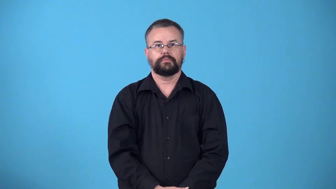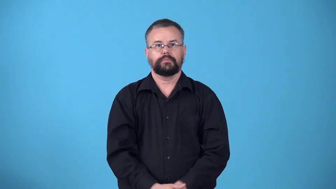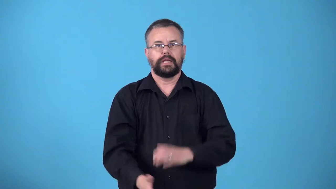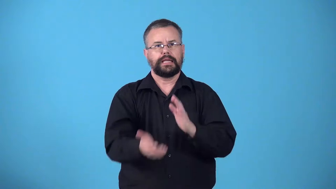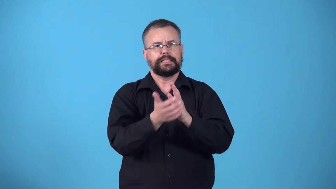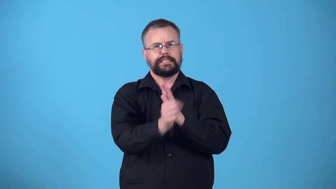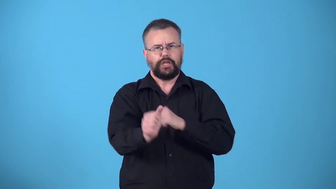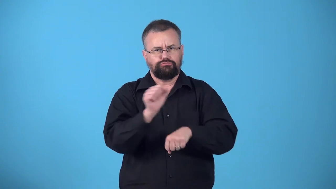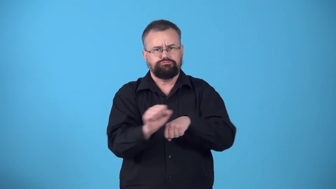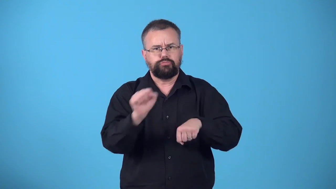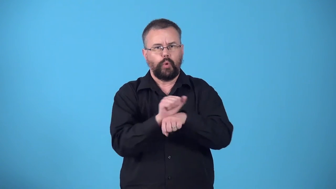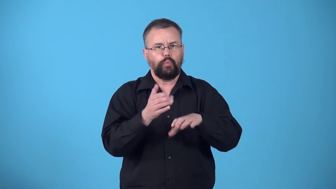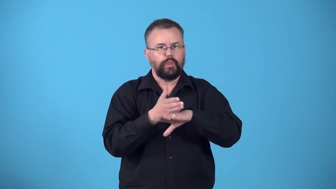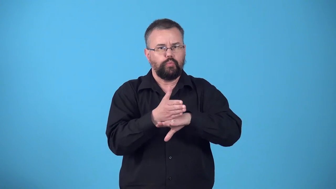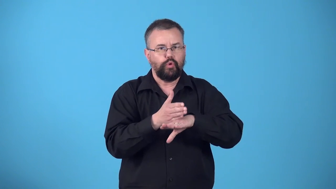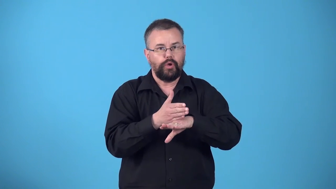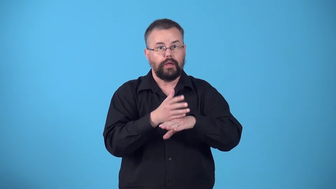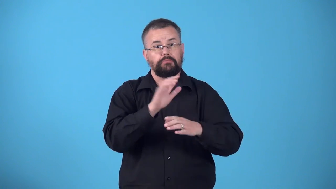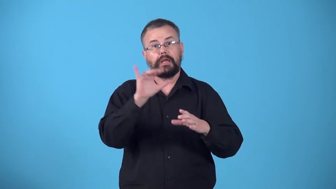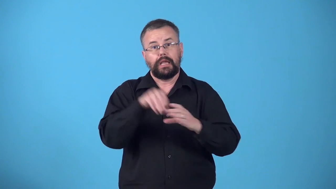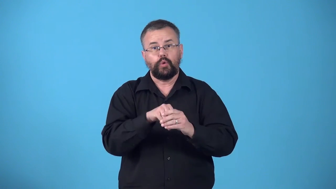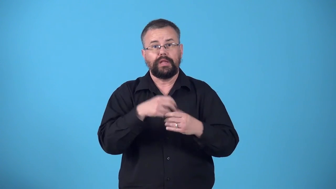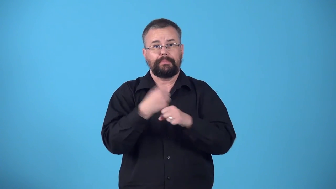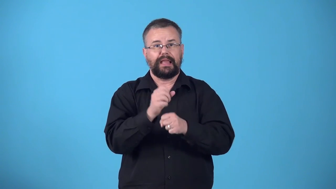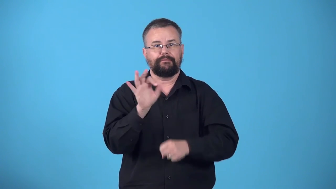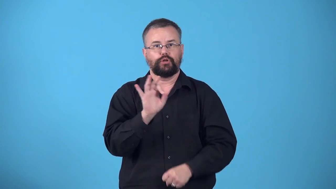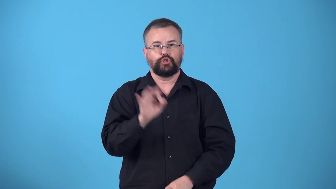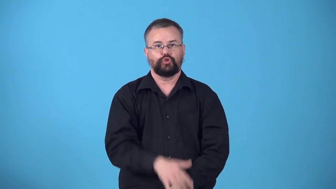woodcraft,cabinetry-craft of making fine furniutre